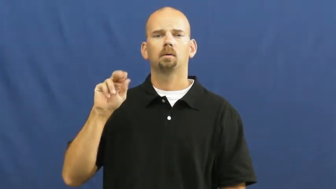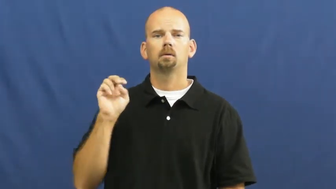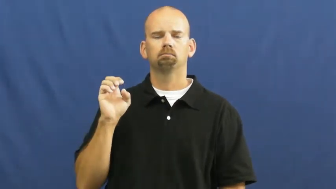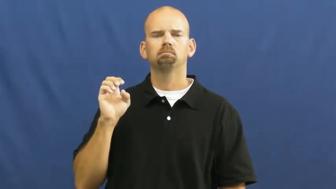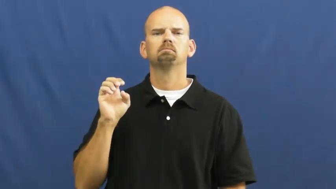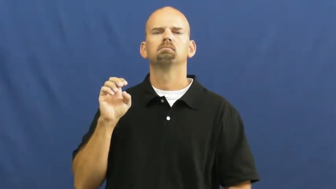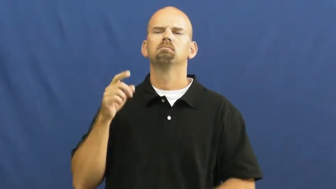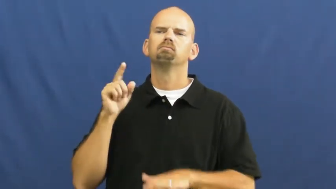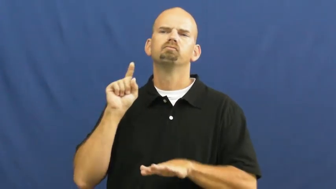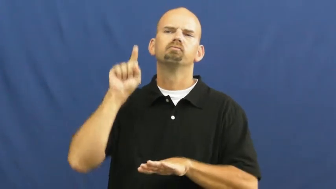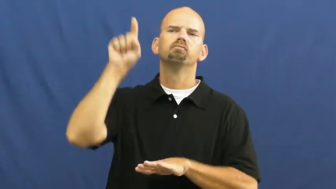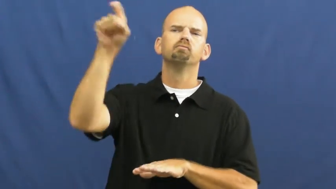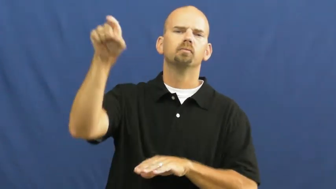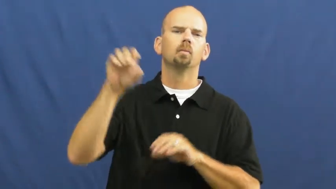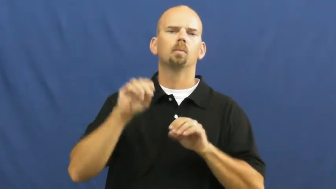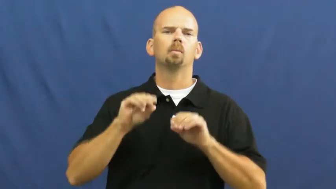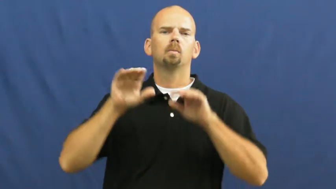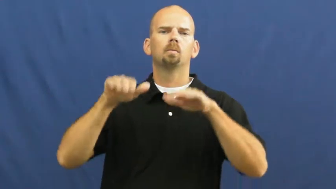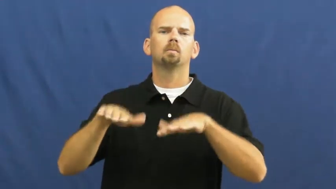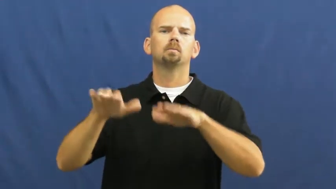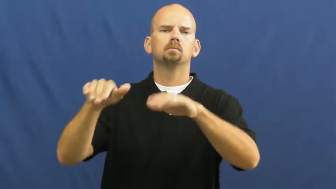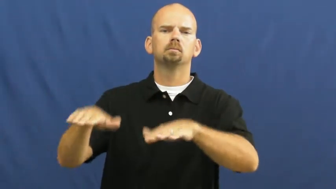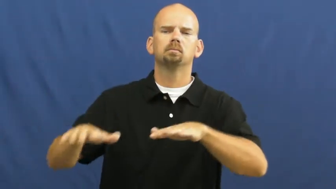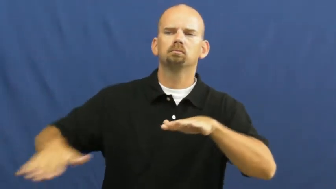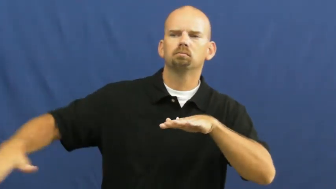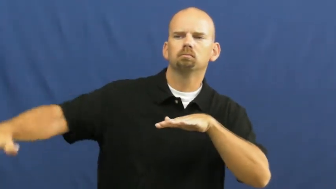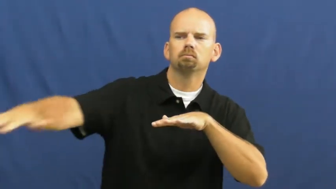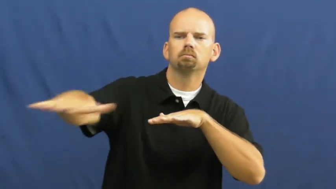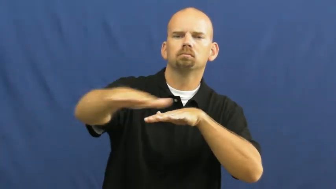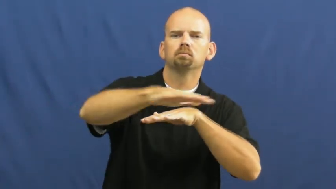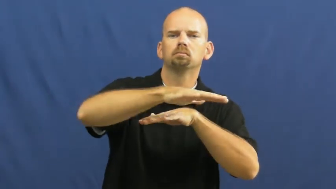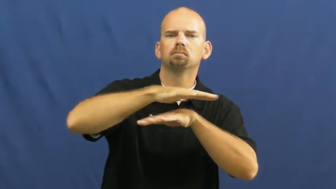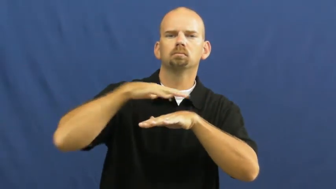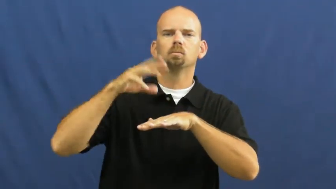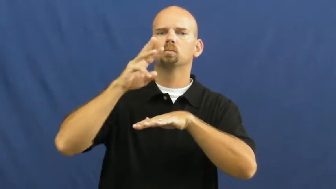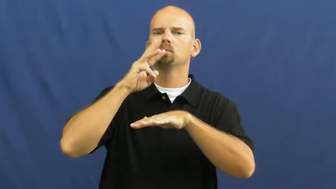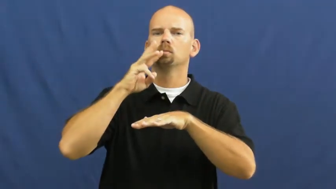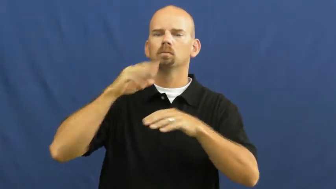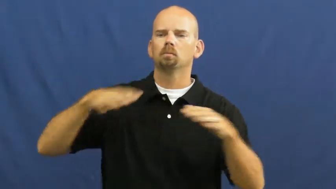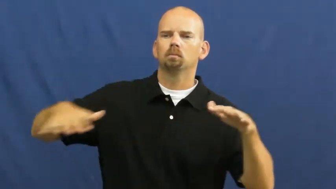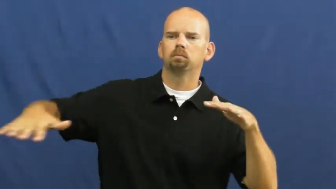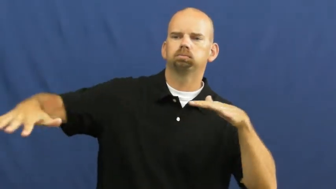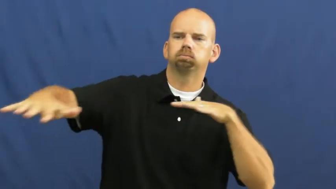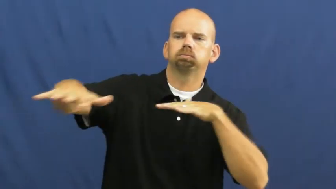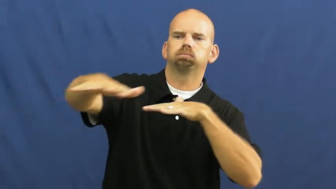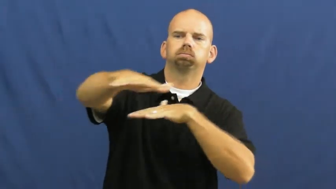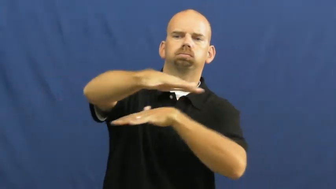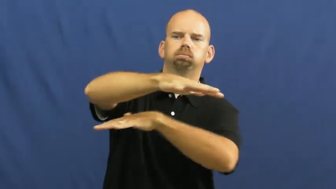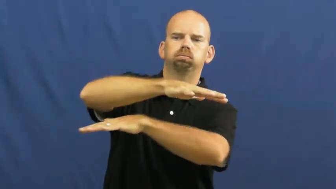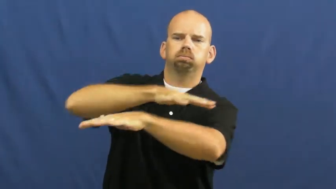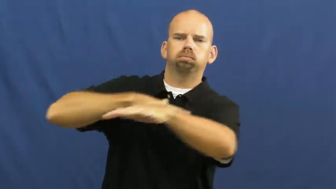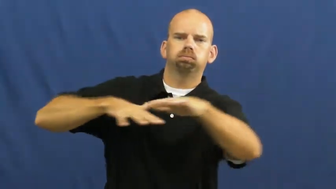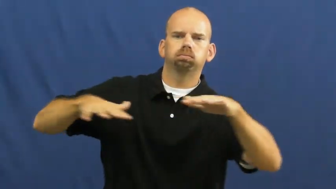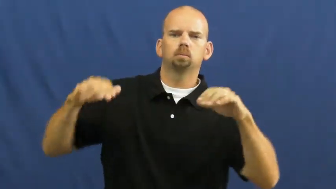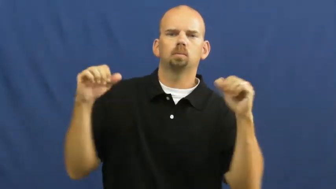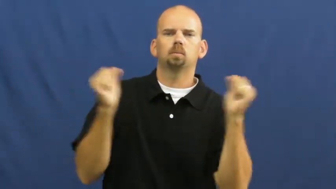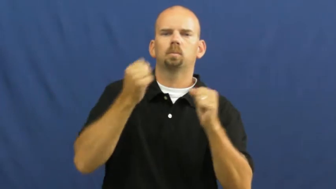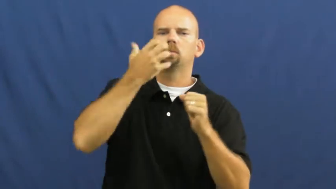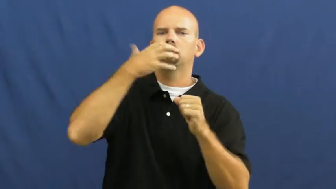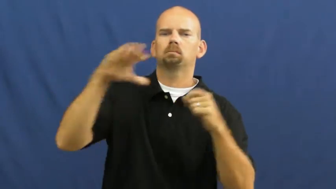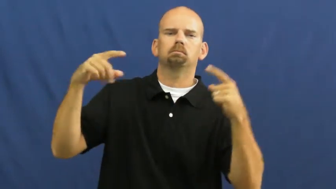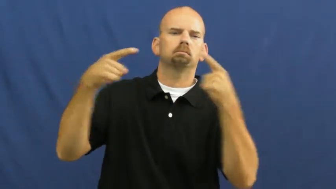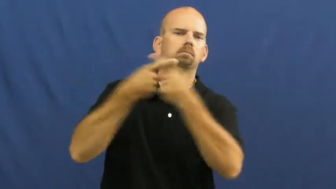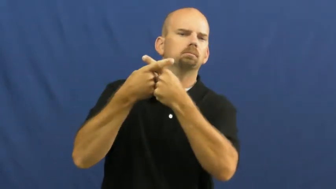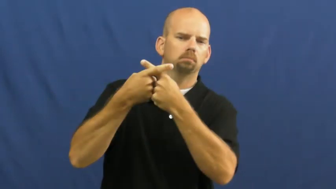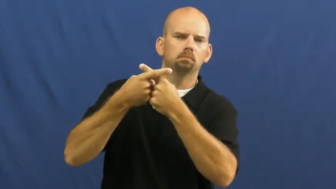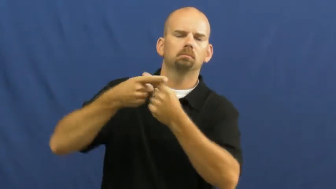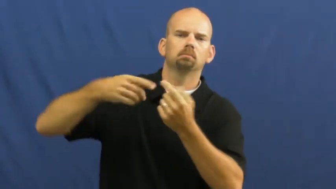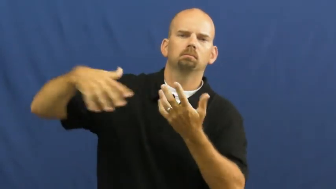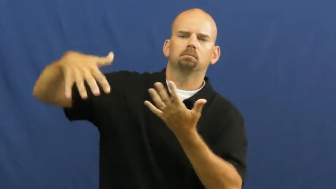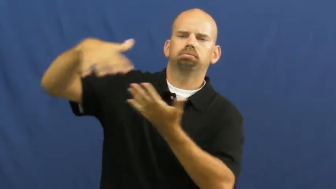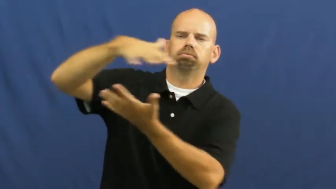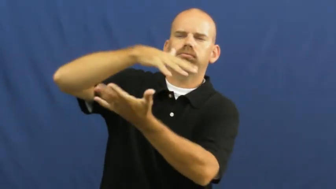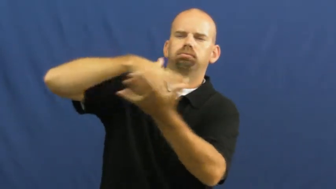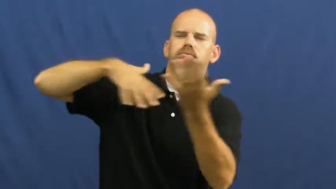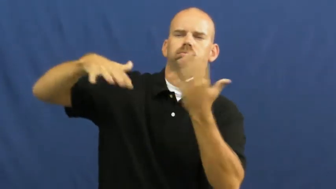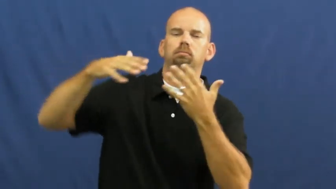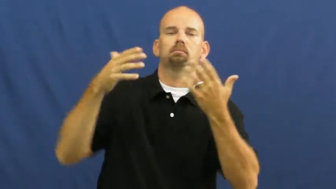hurricane